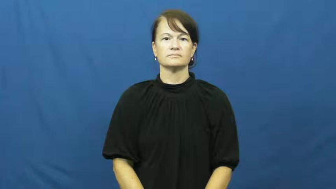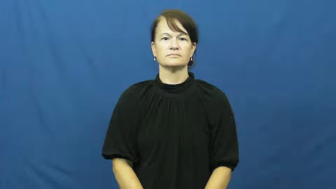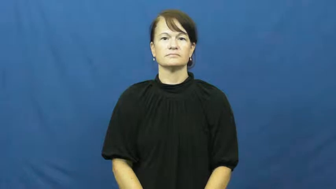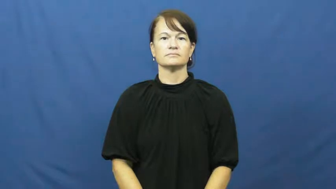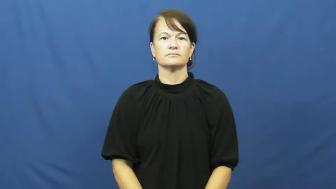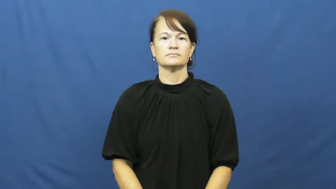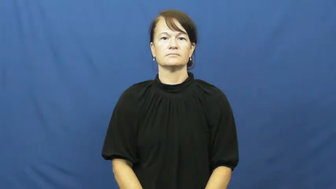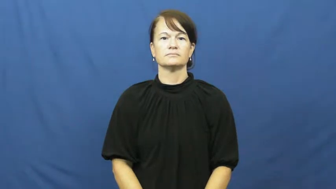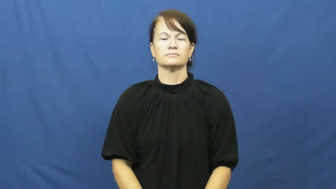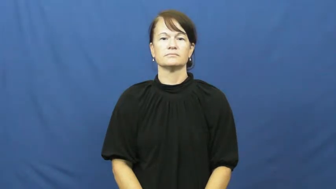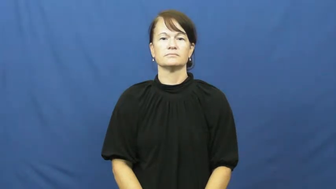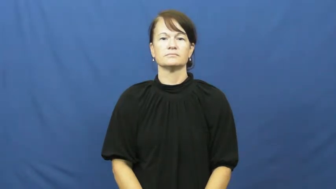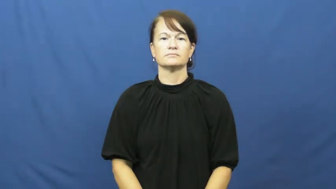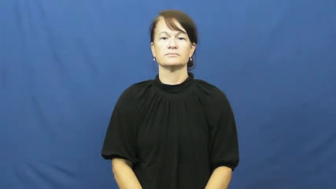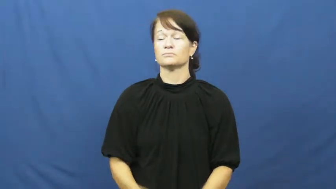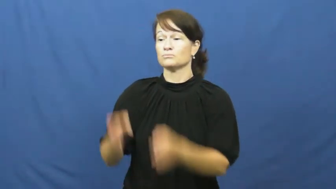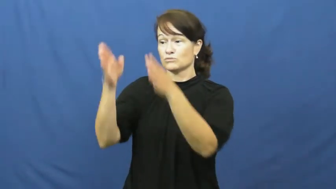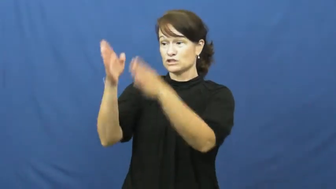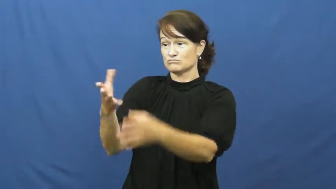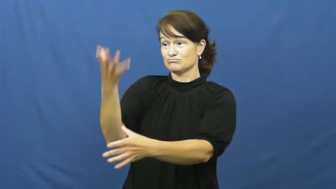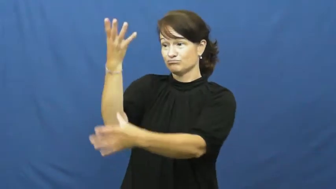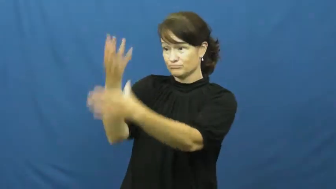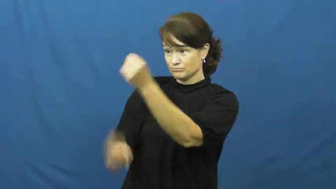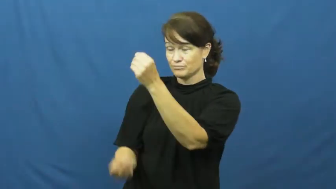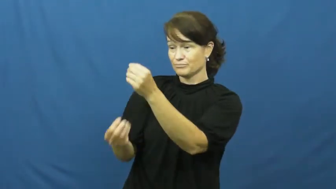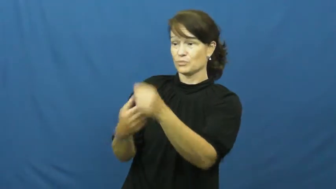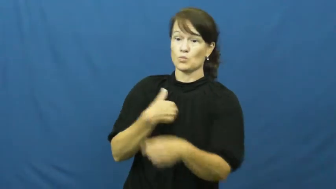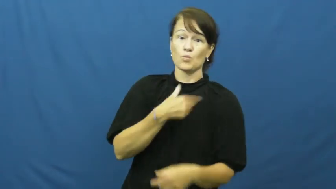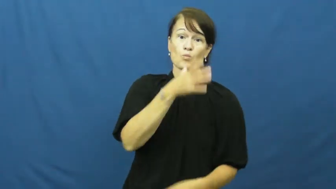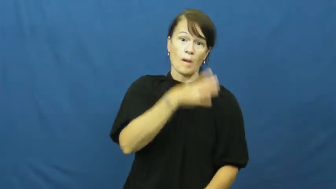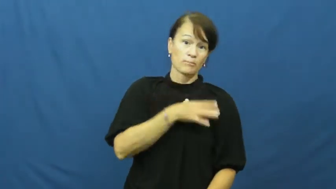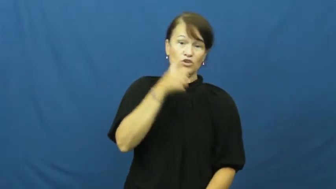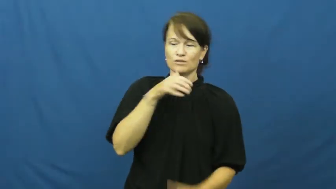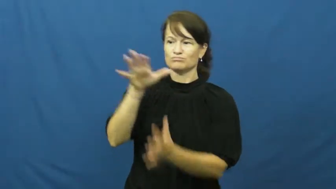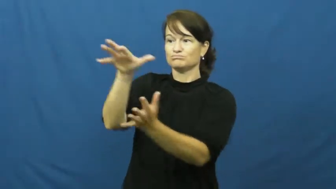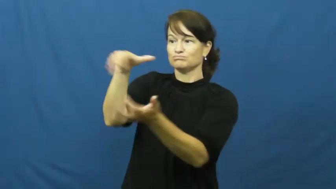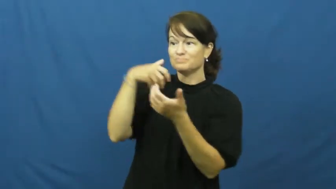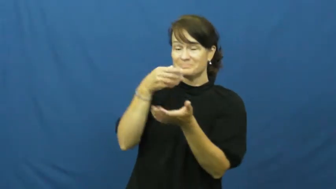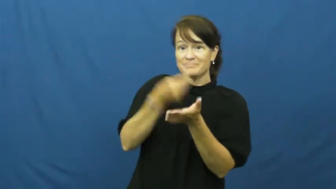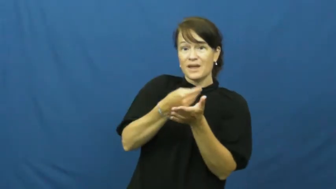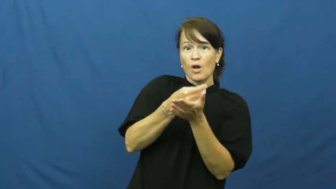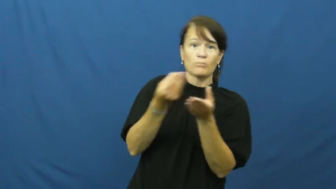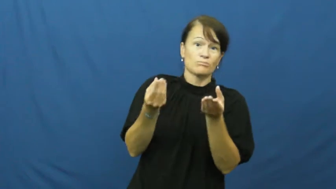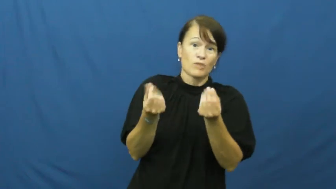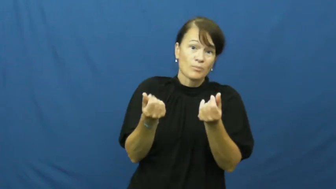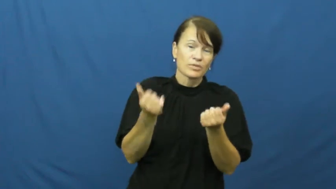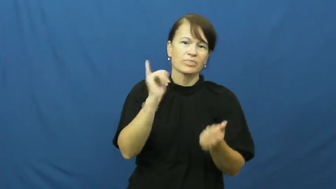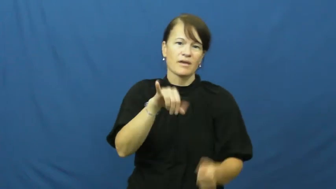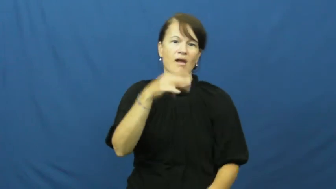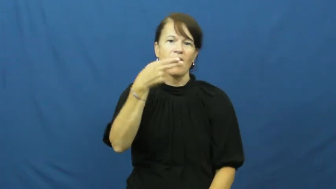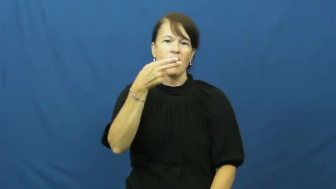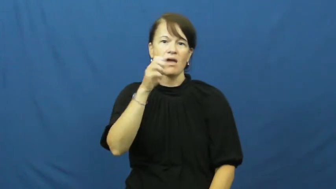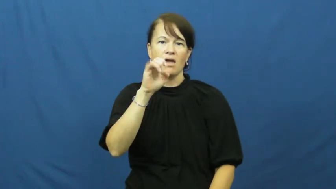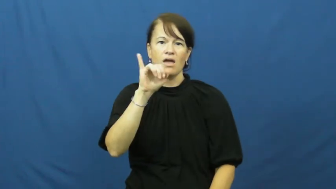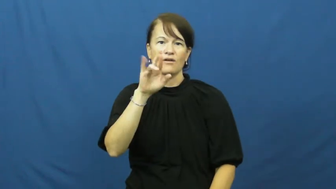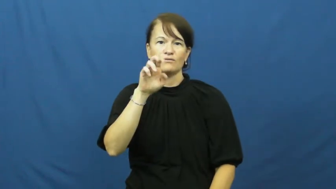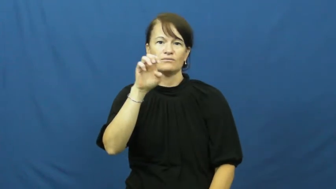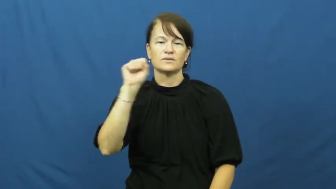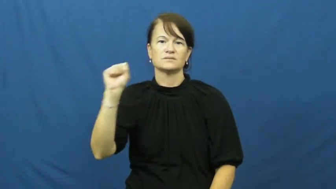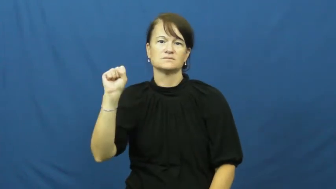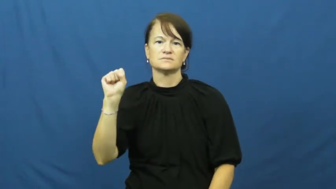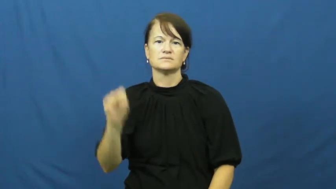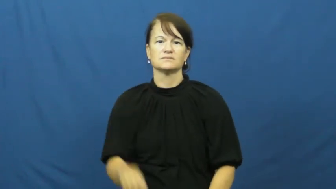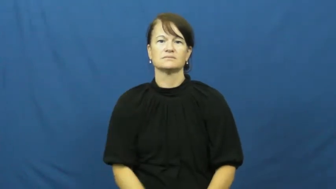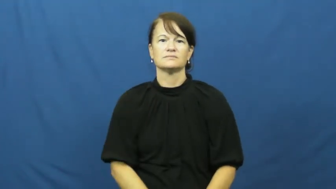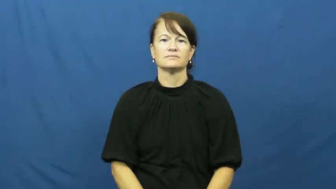heiress